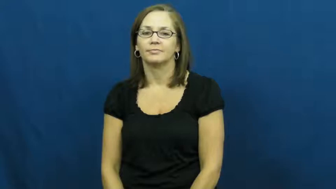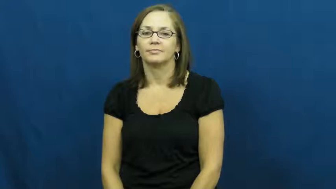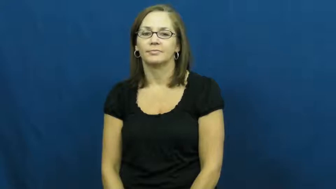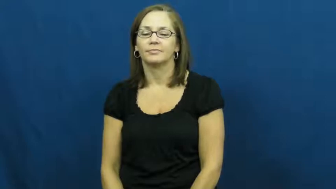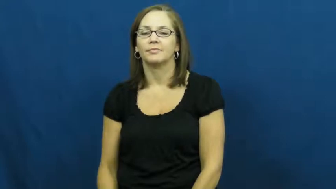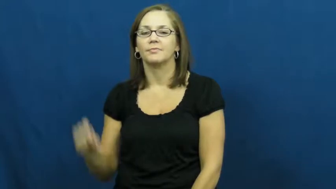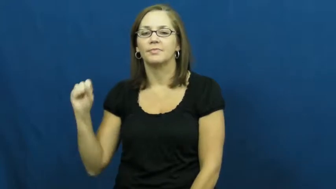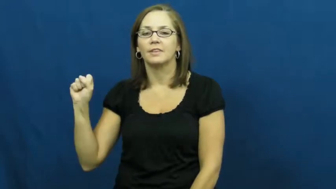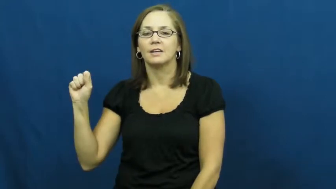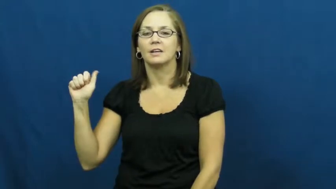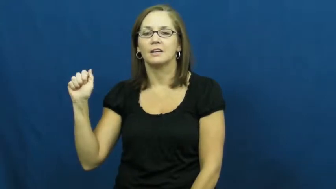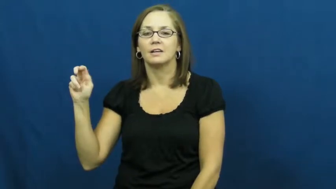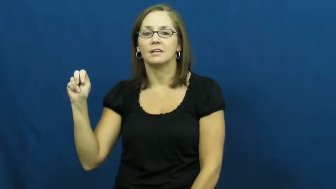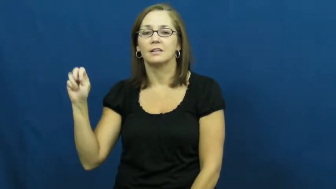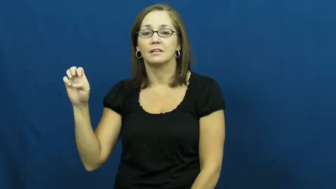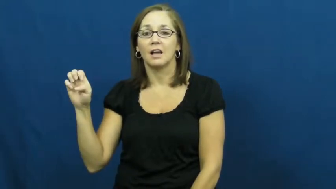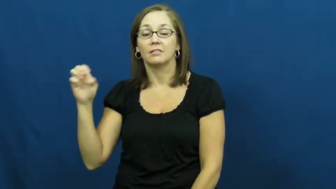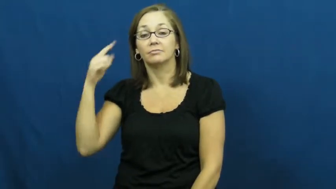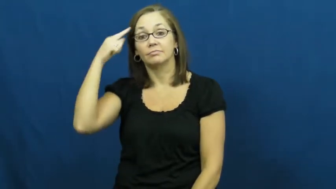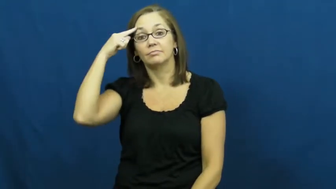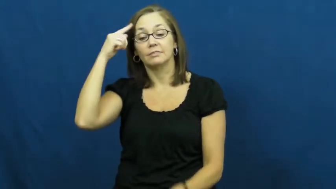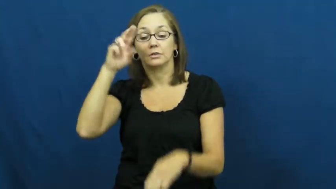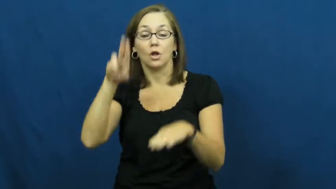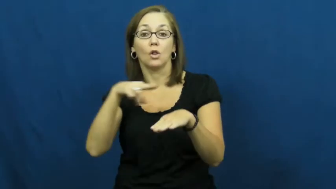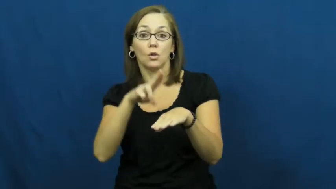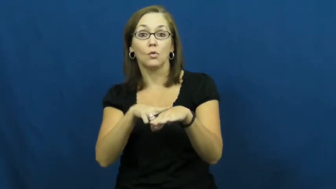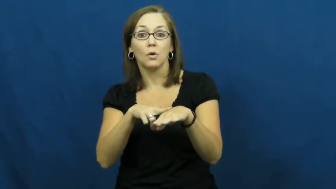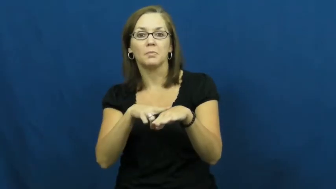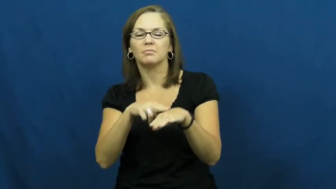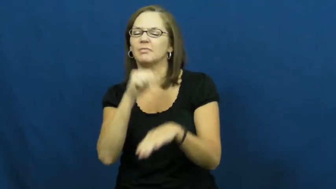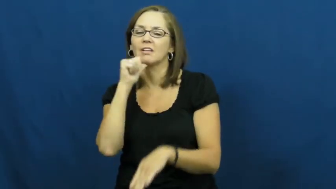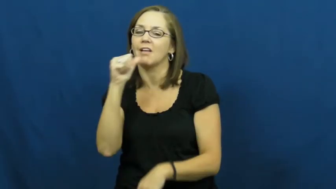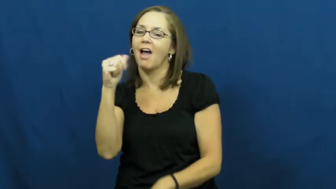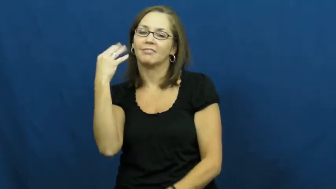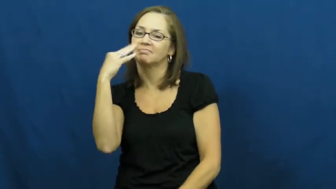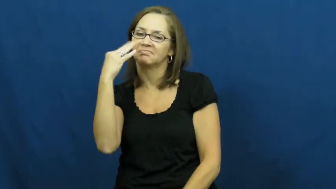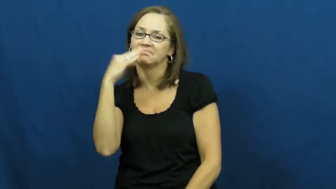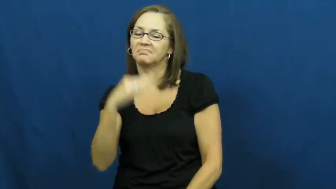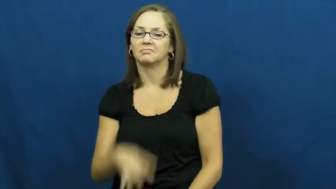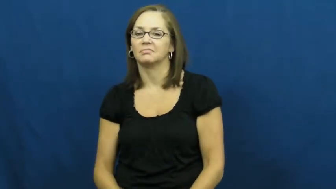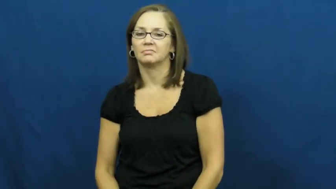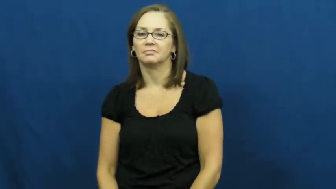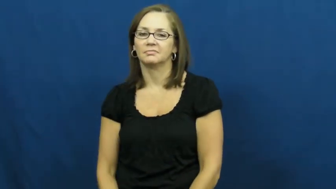sane